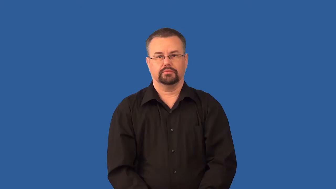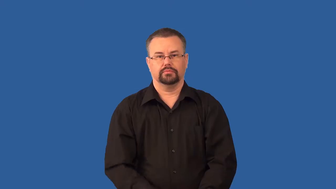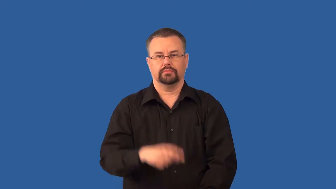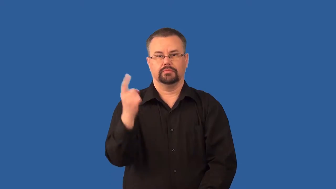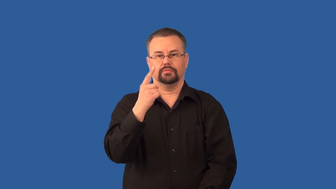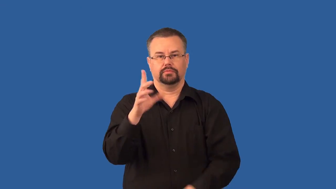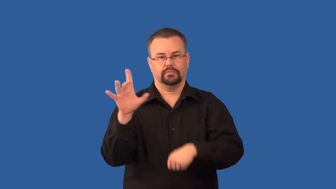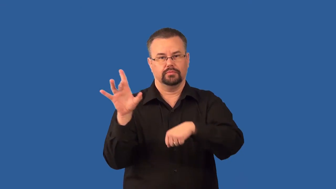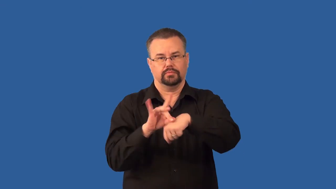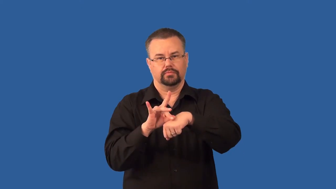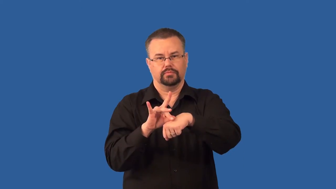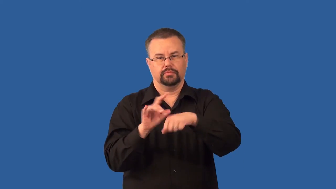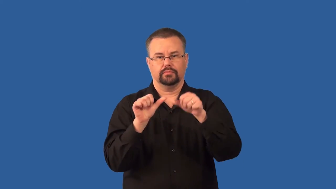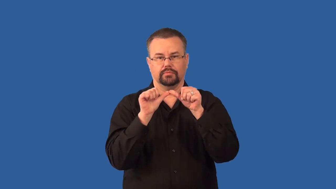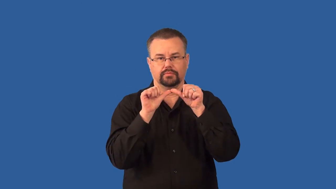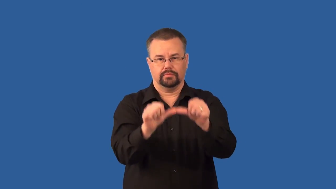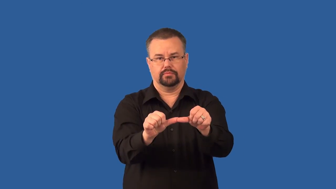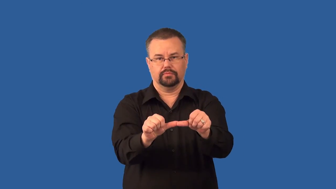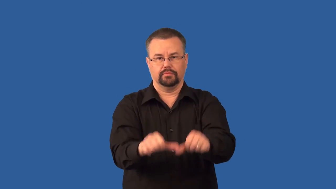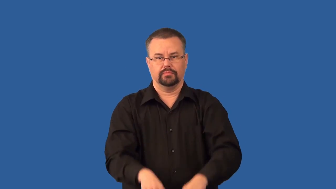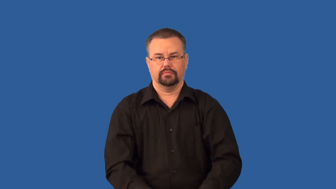sessile